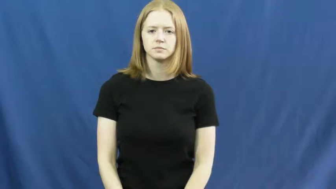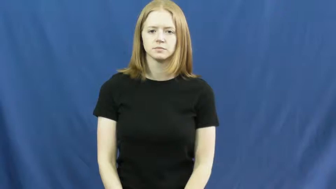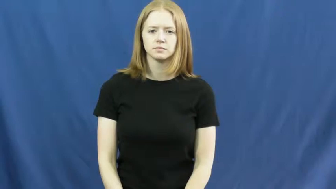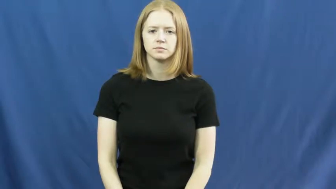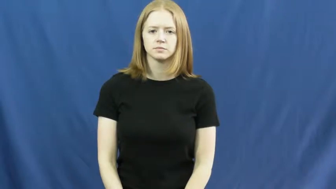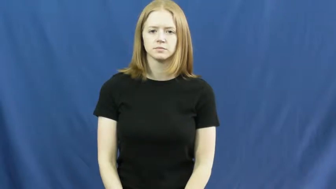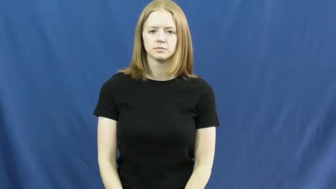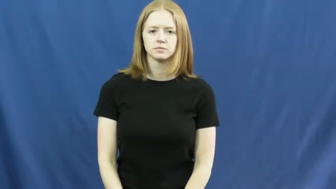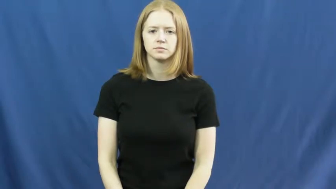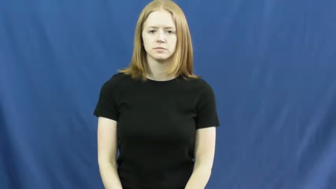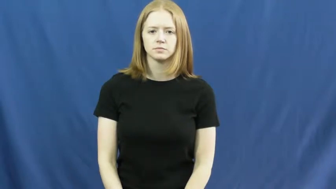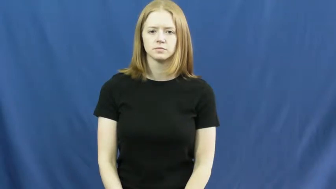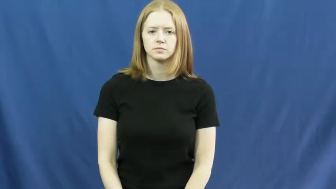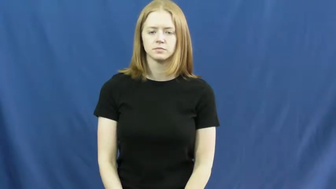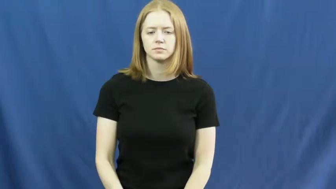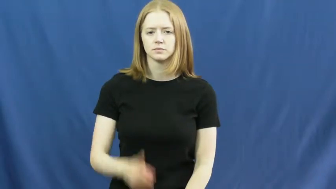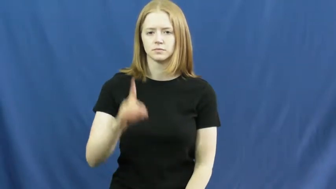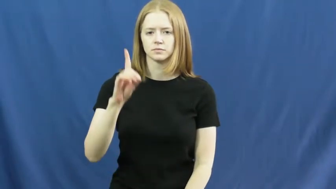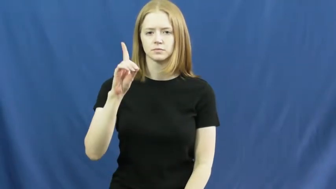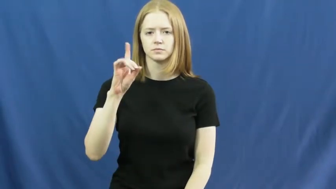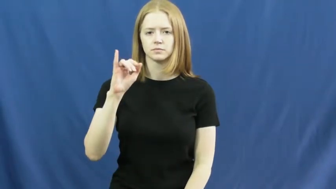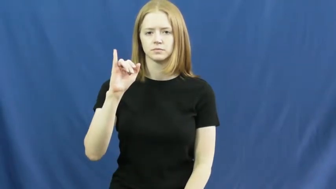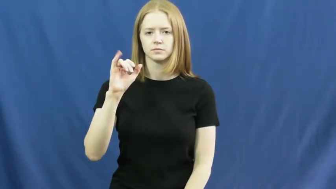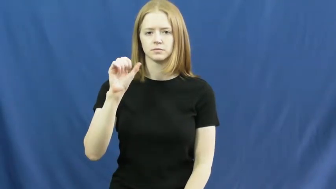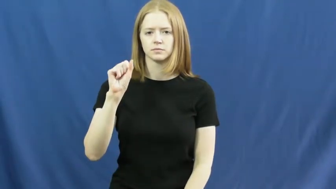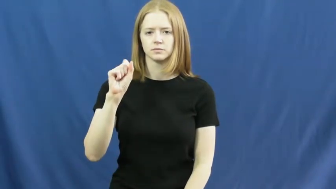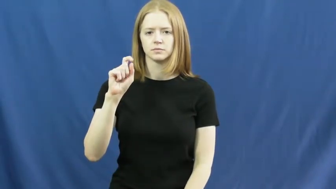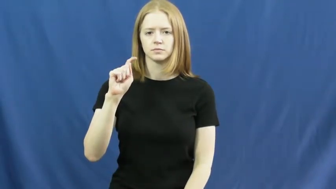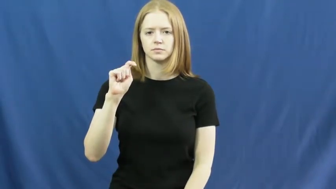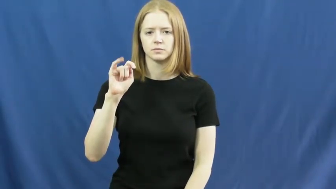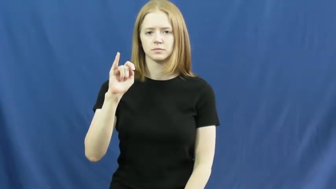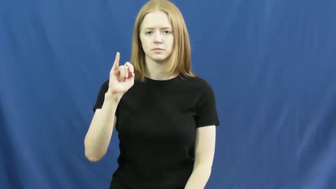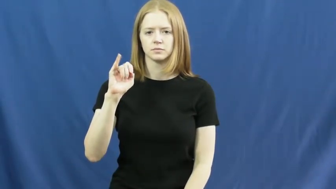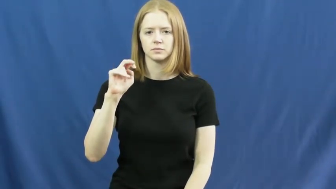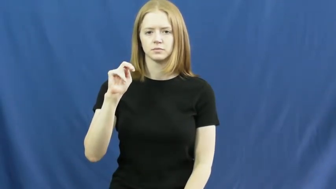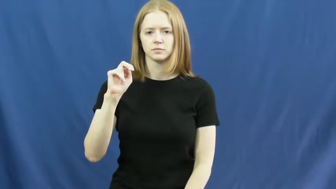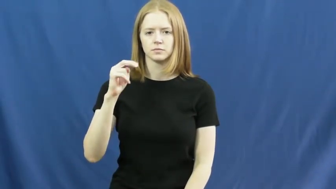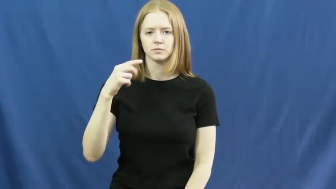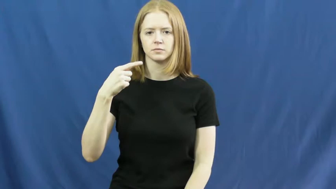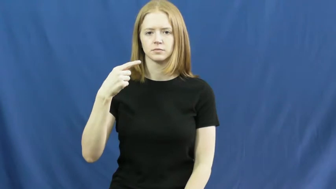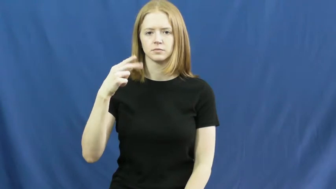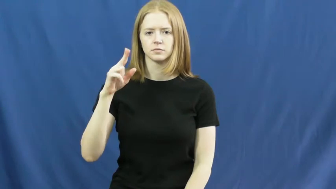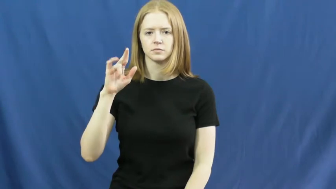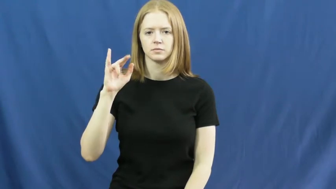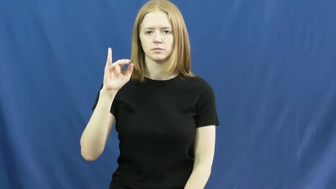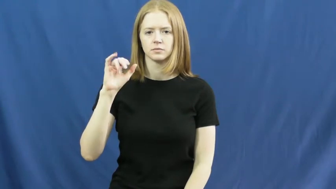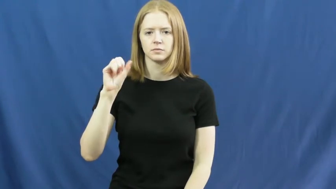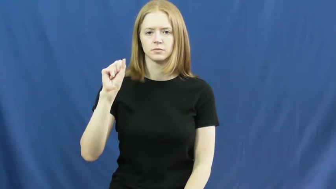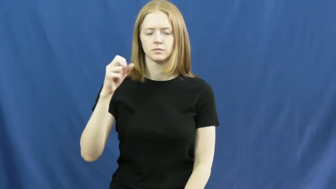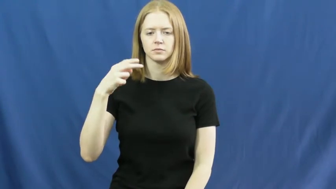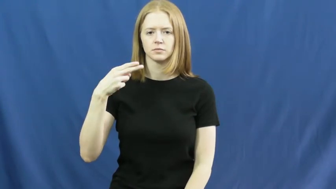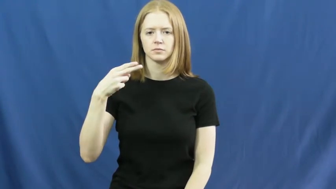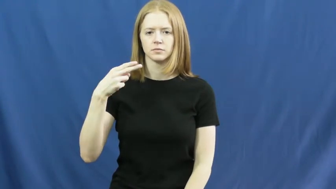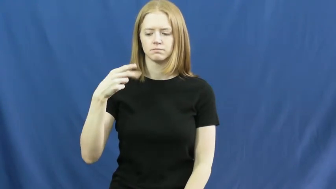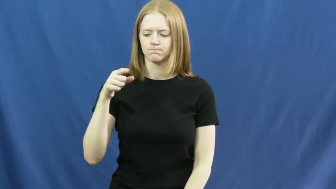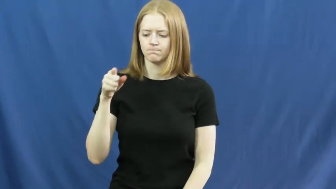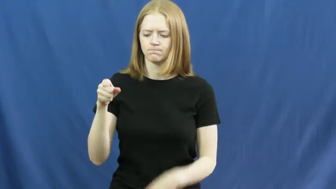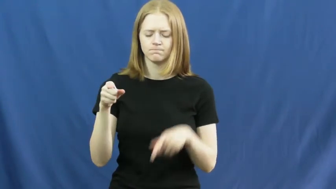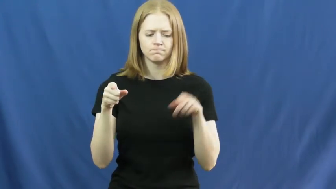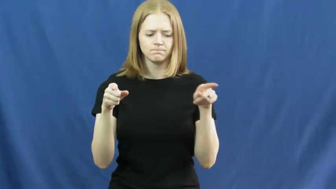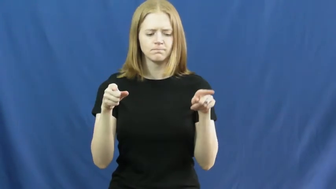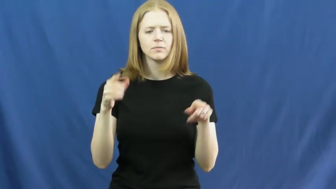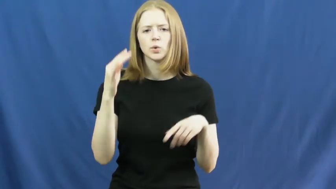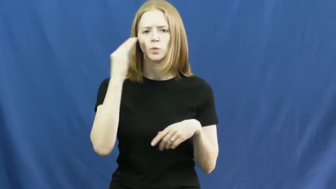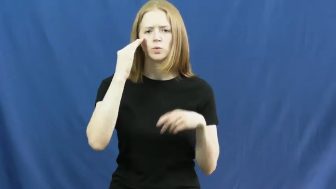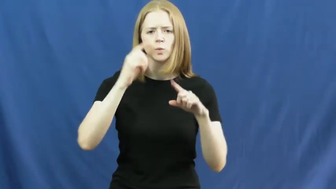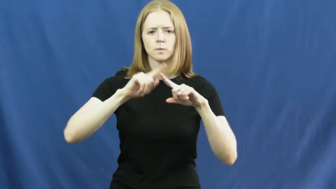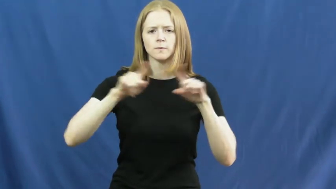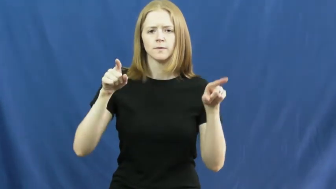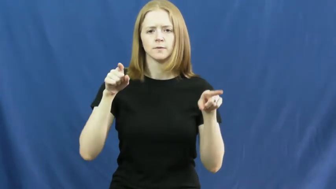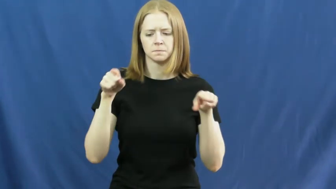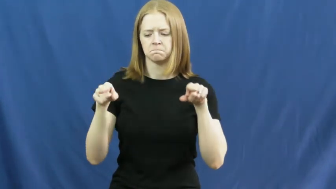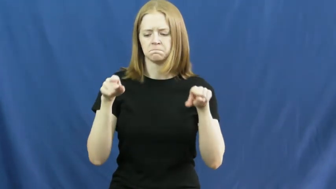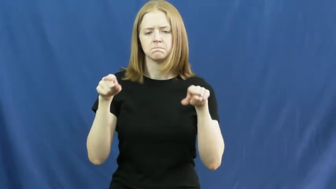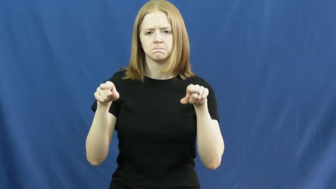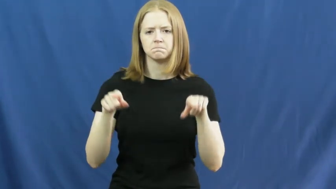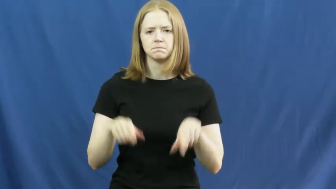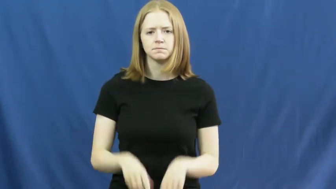distinguish